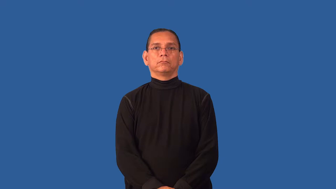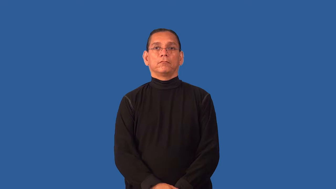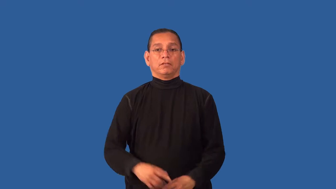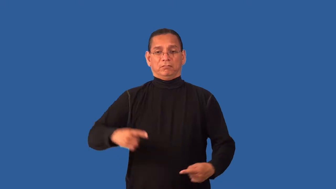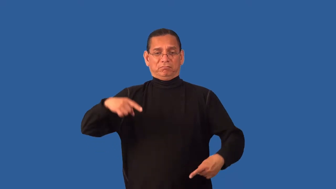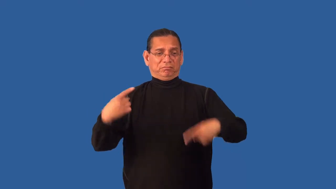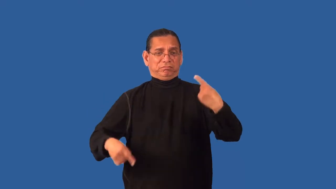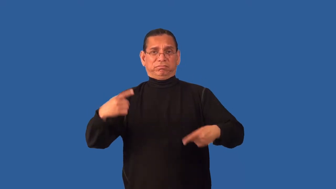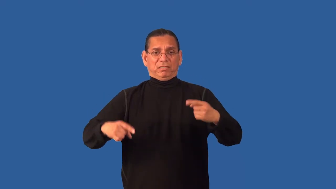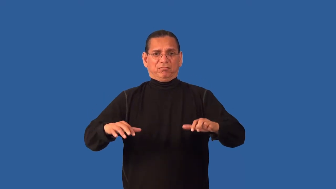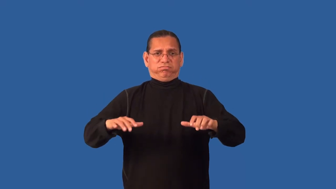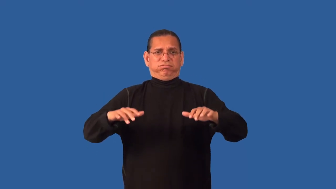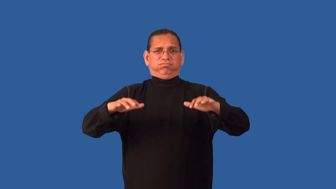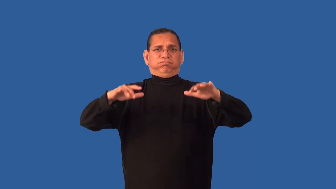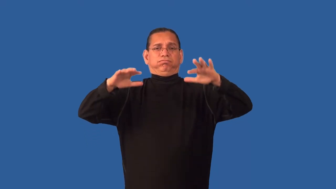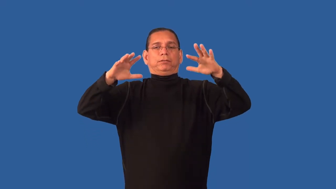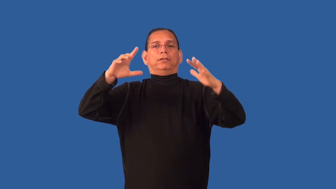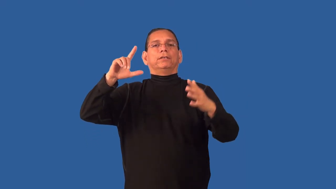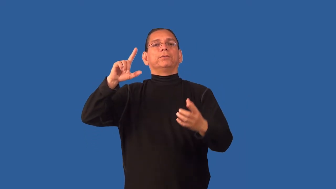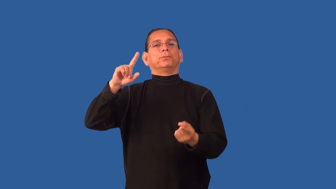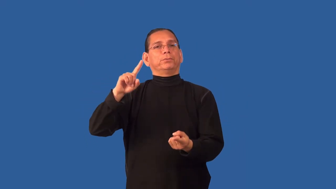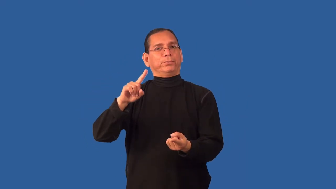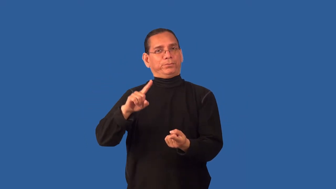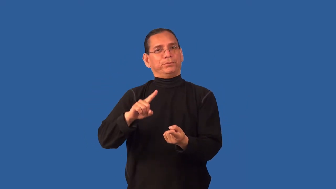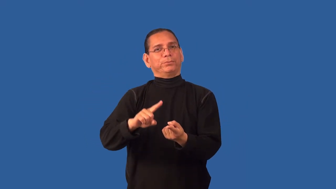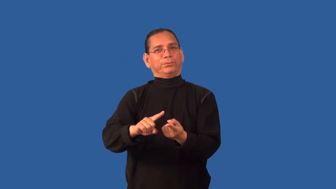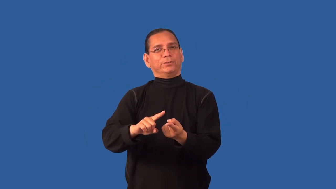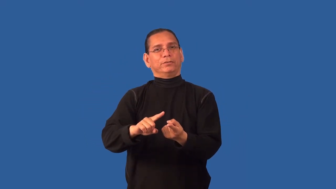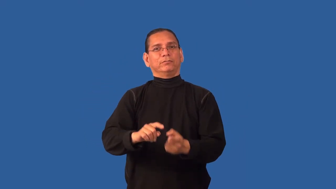detente